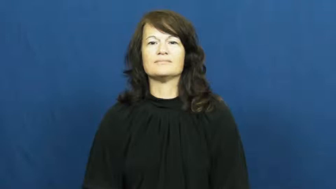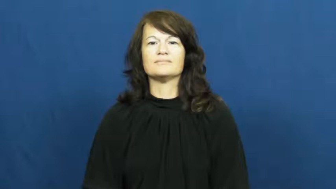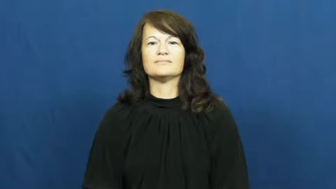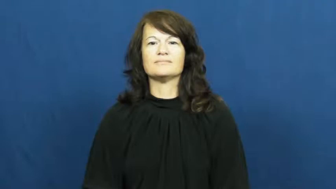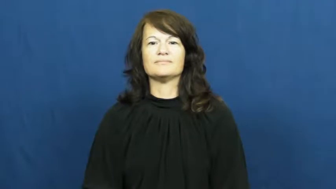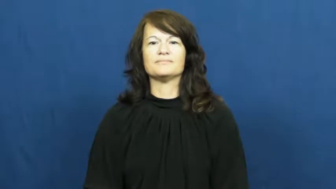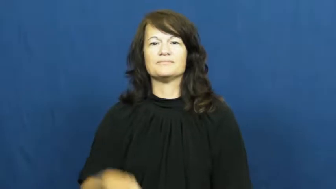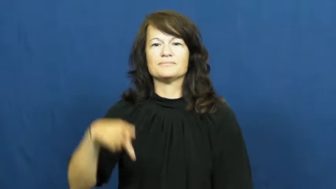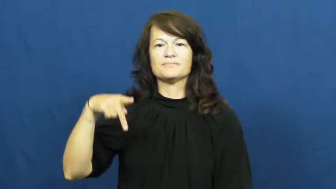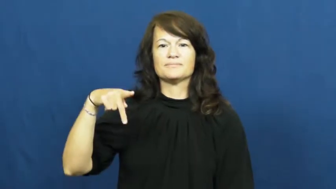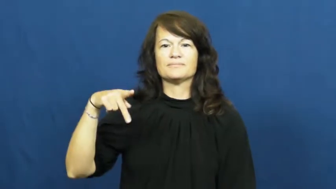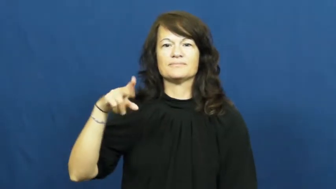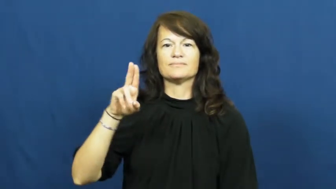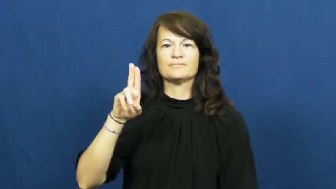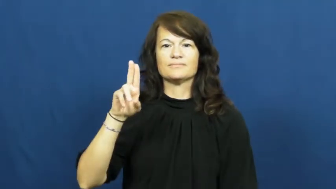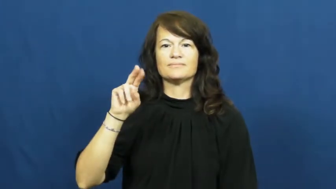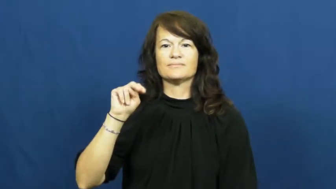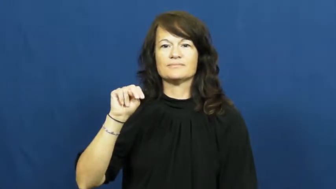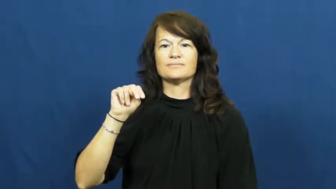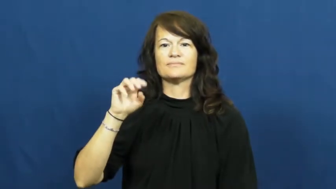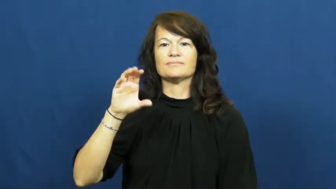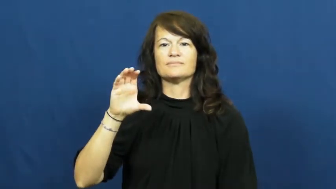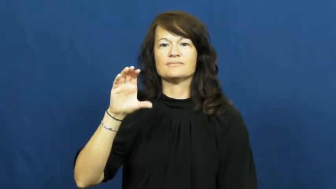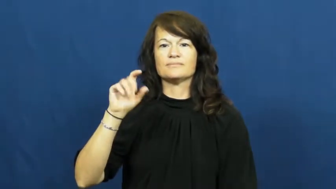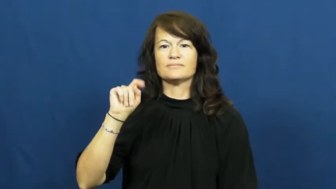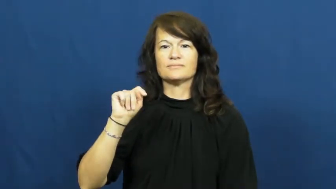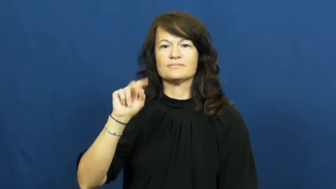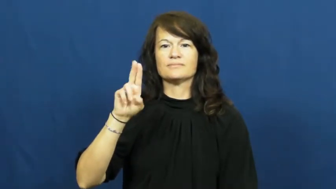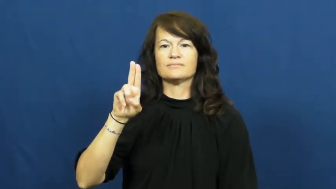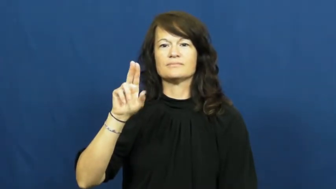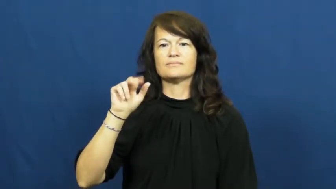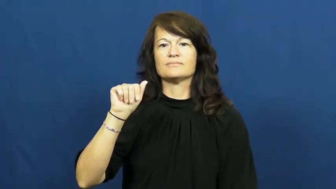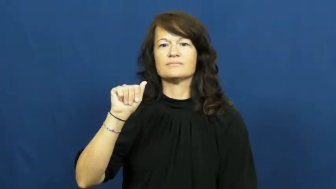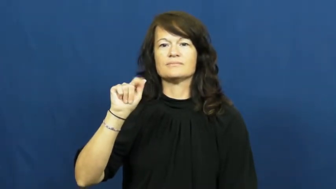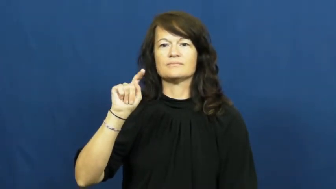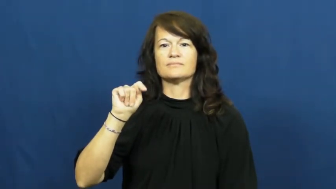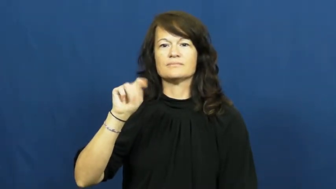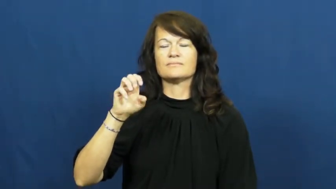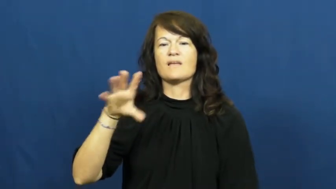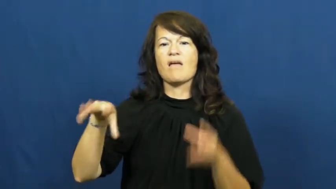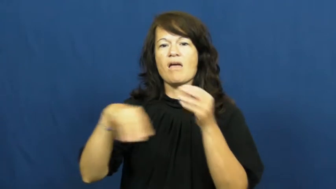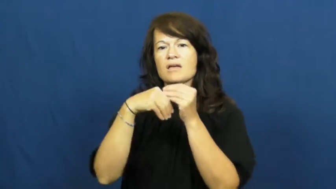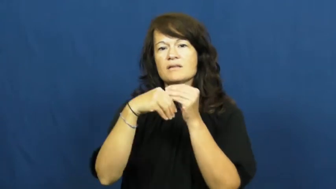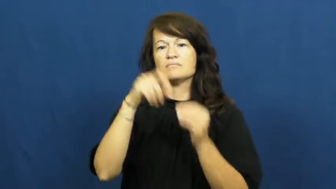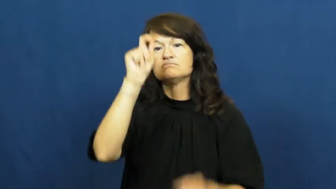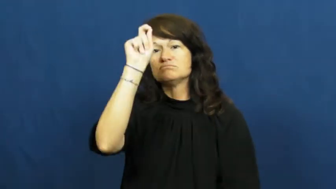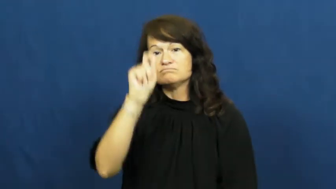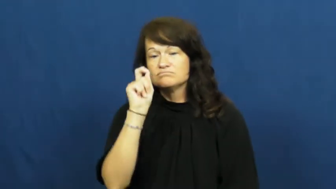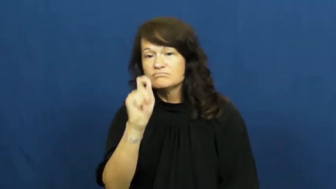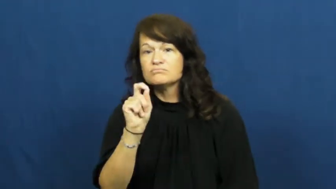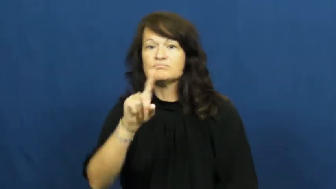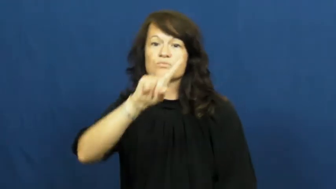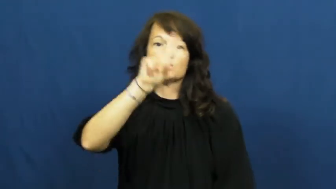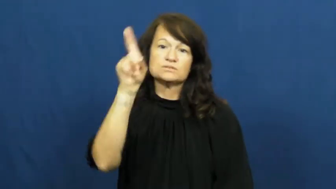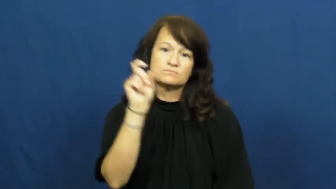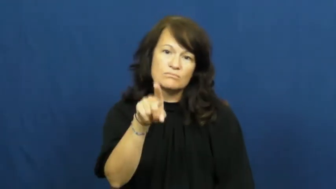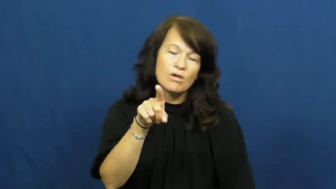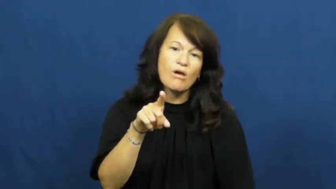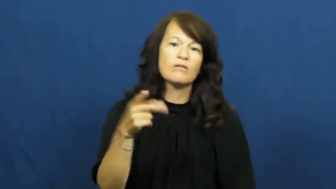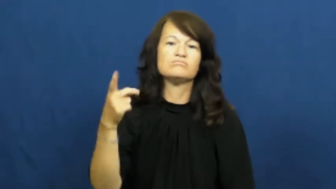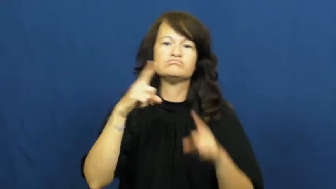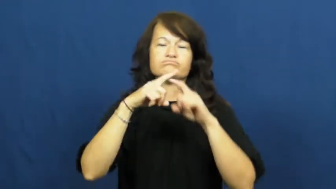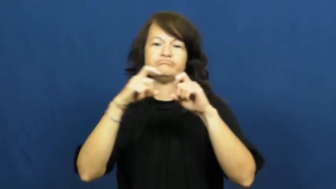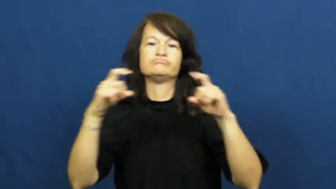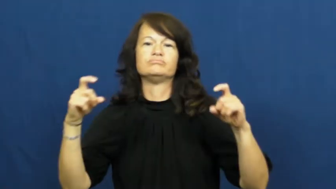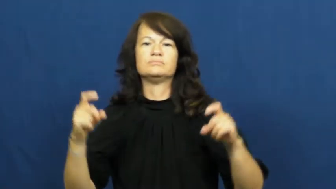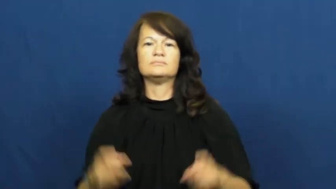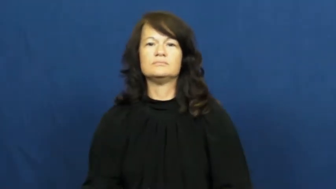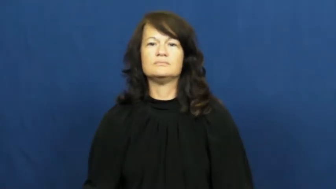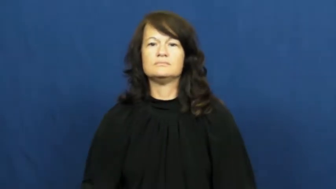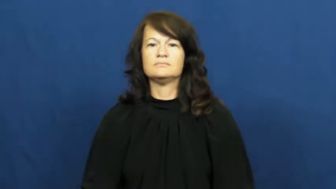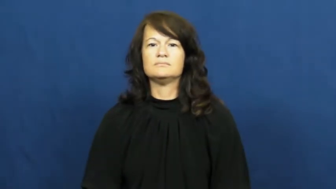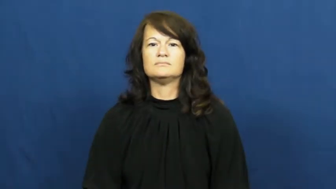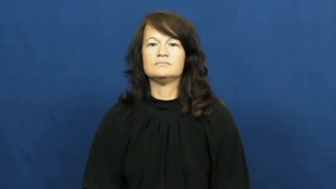punctuate